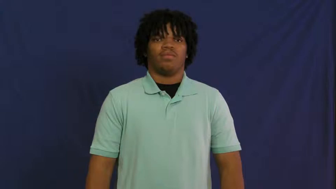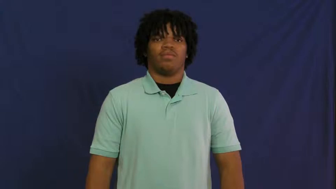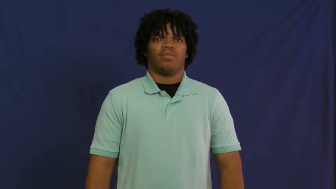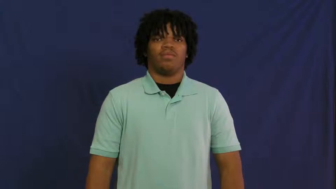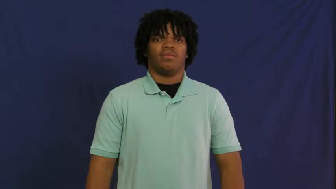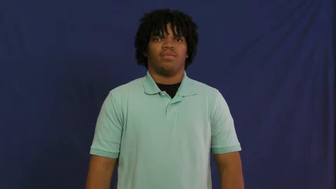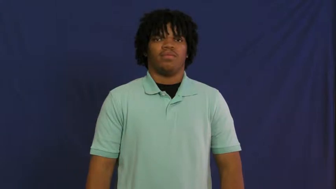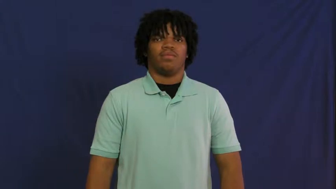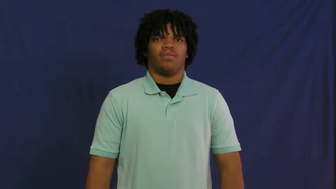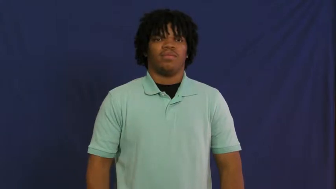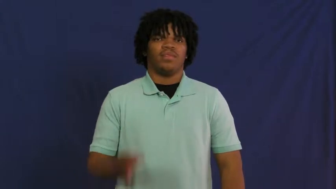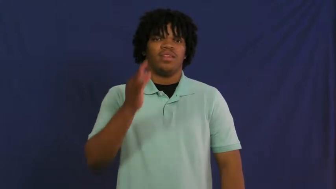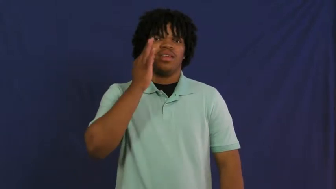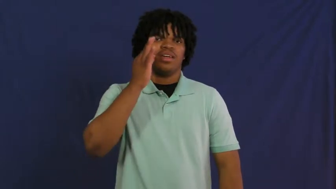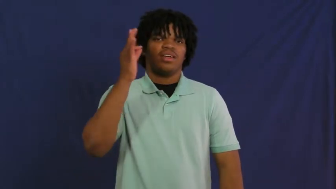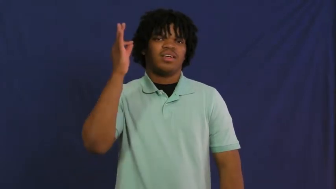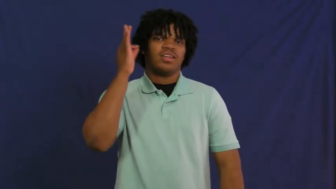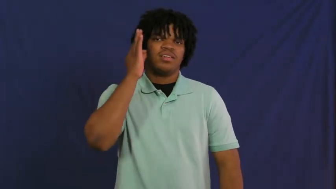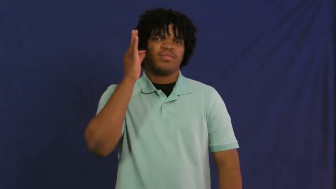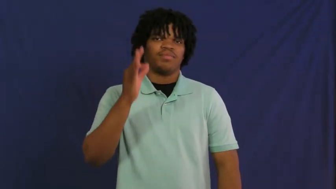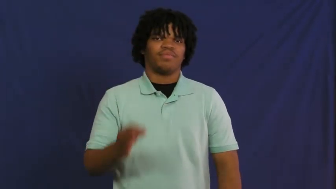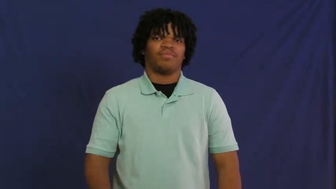indian,redskin-american